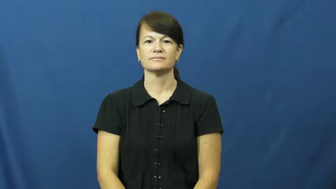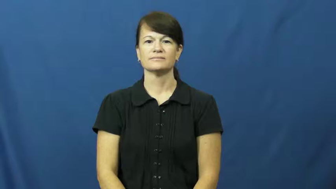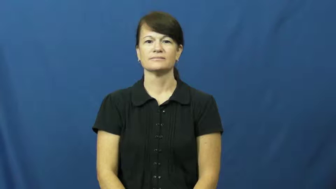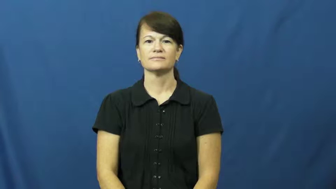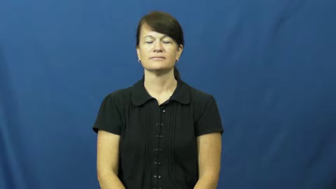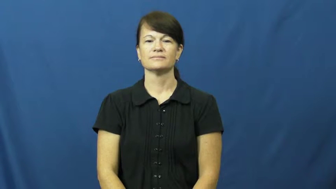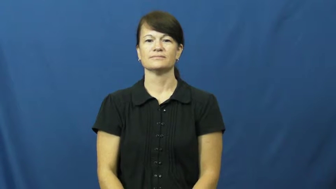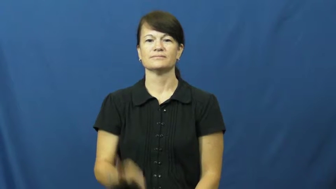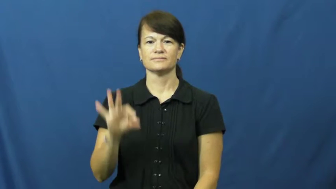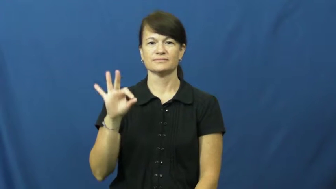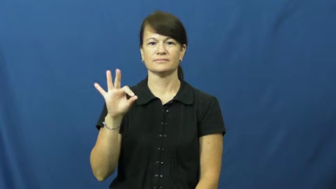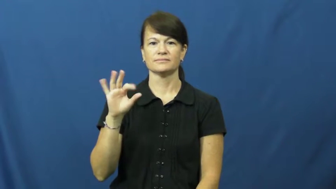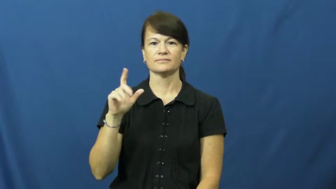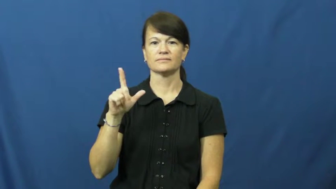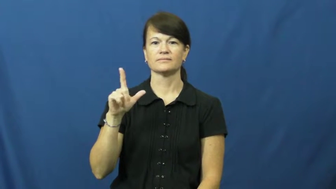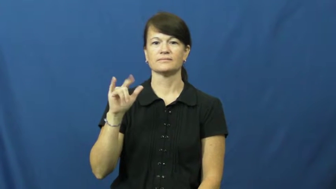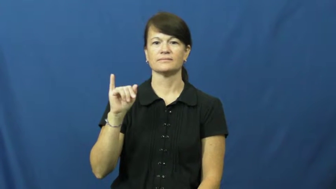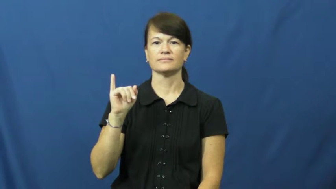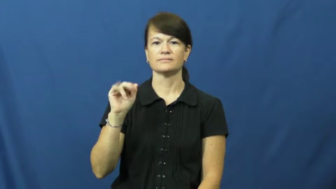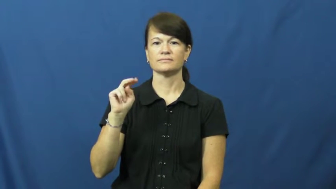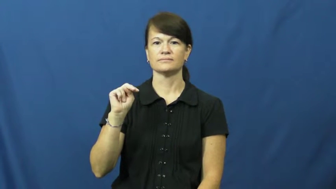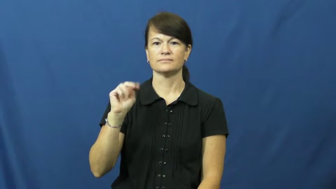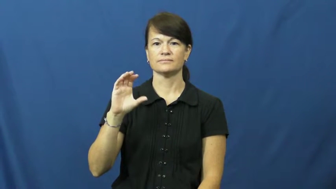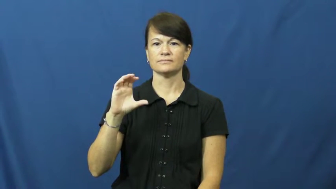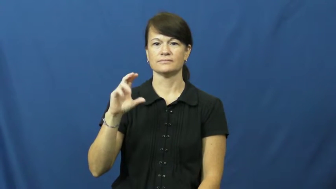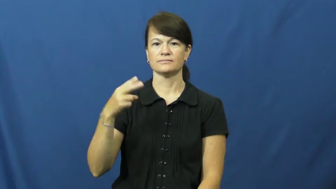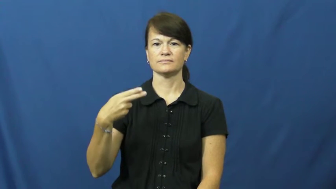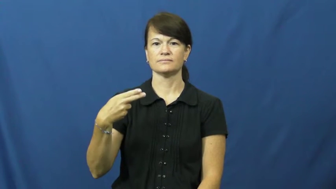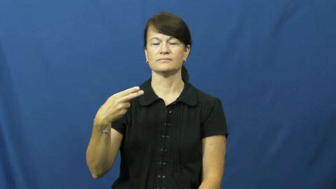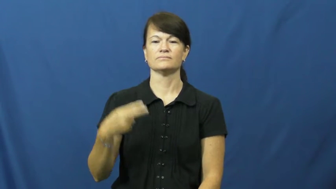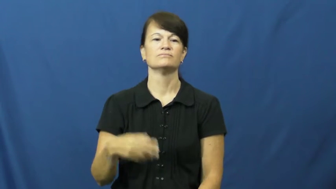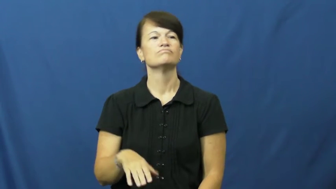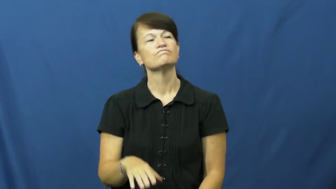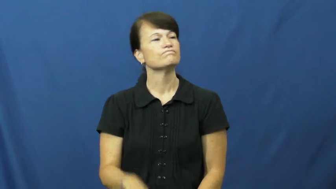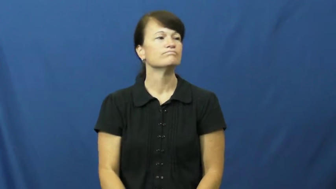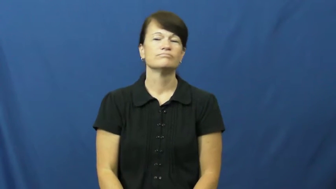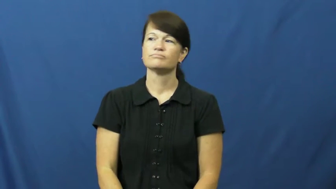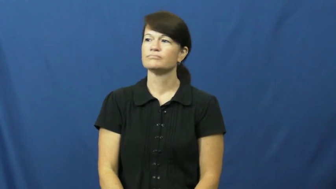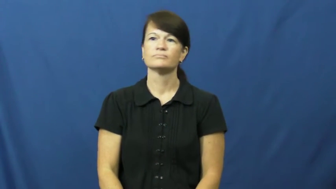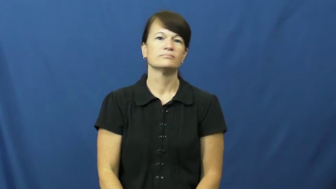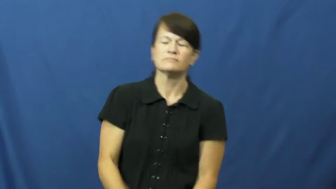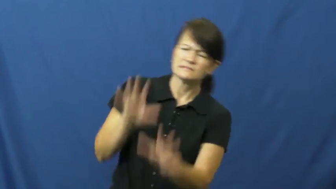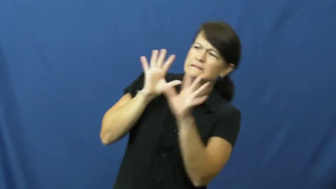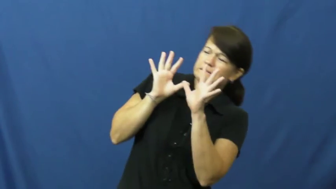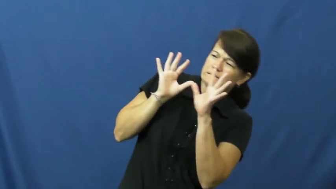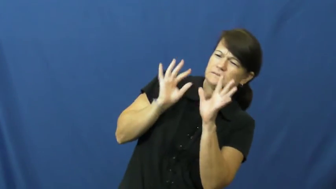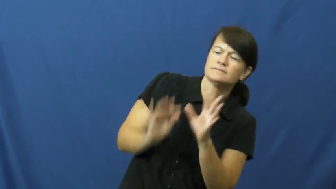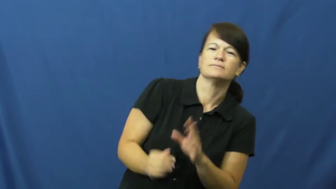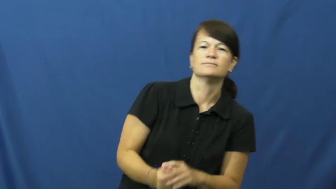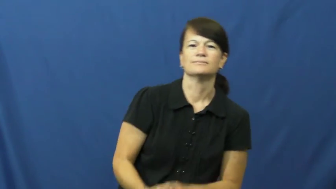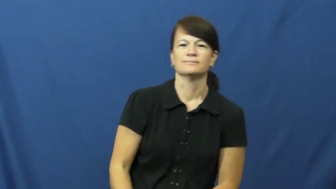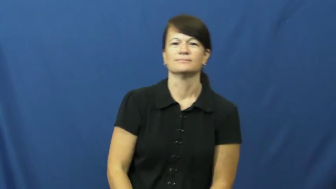flinch